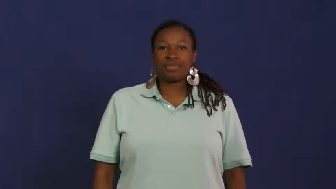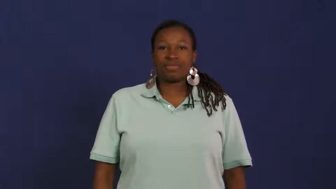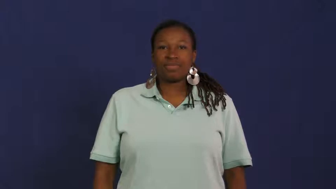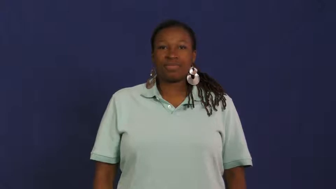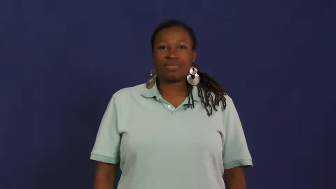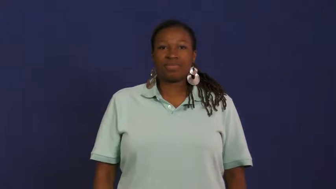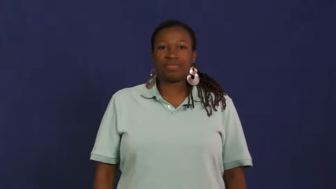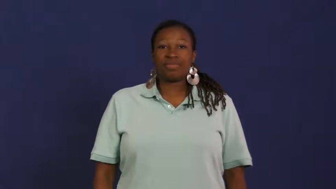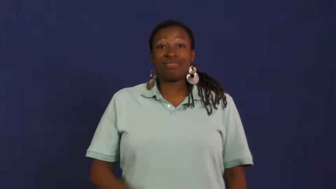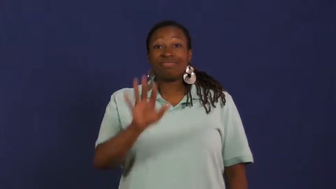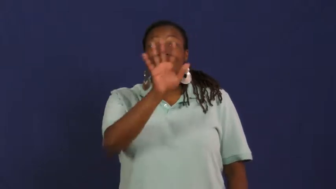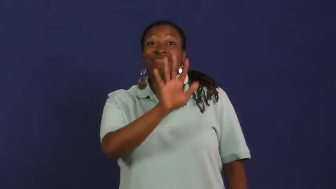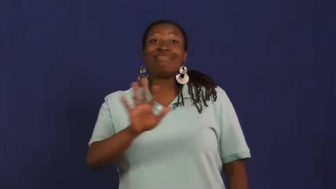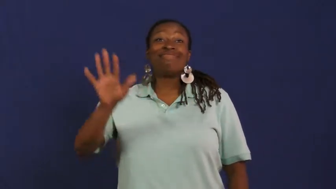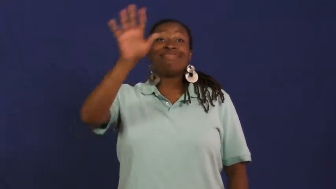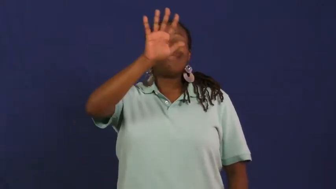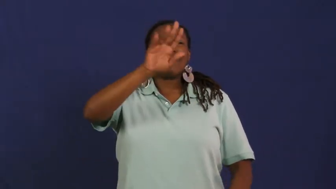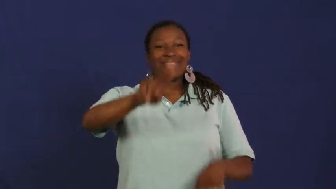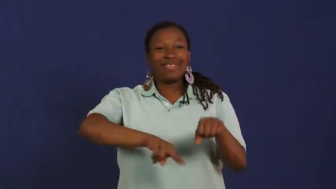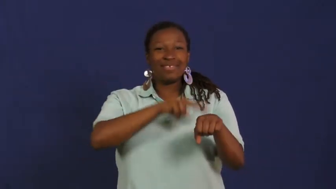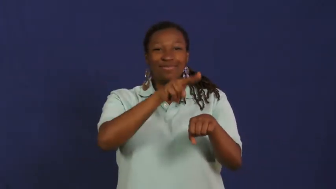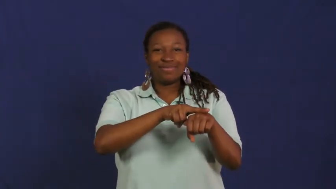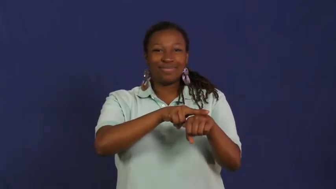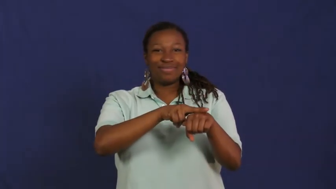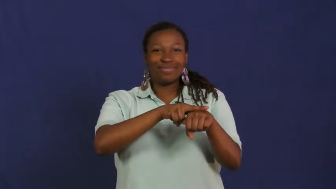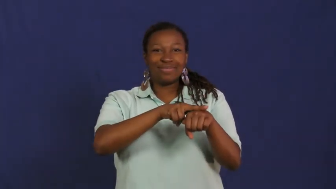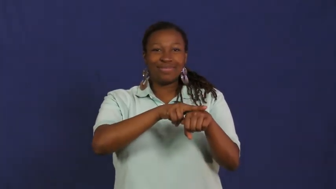nation,national